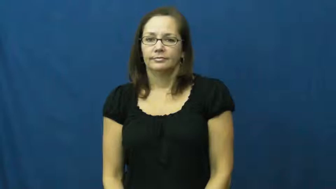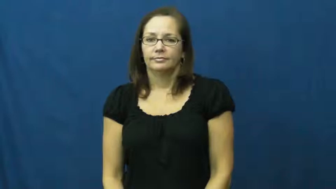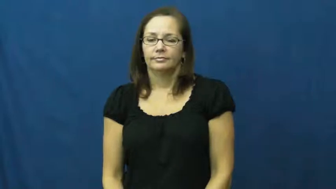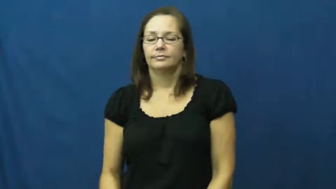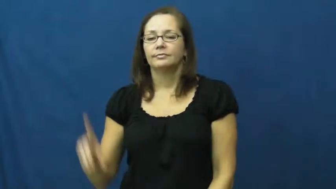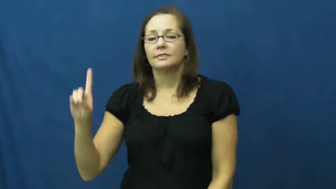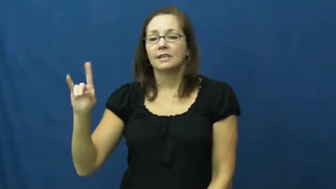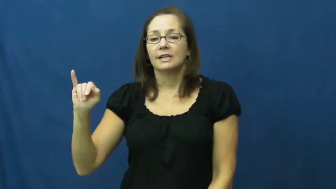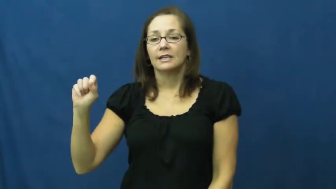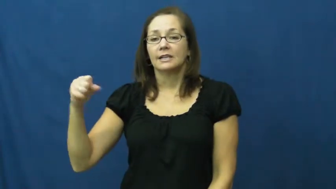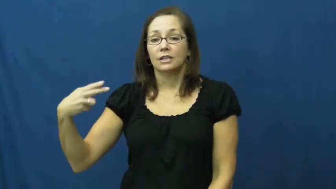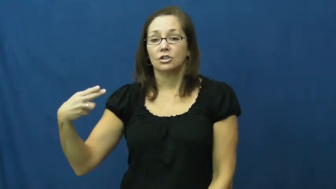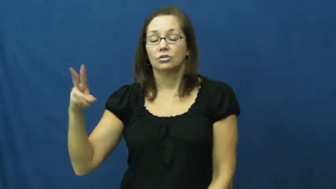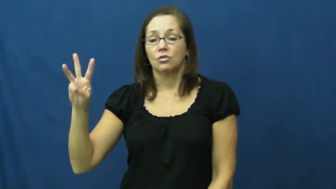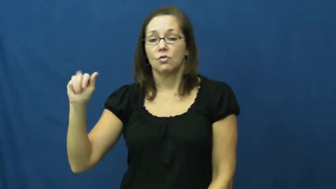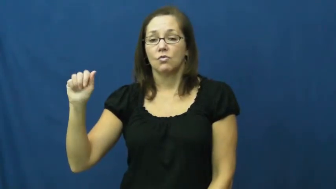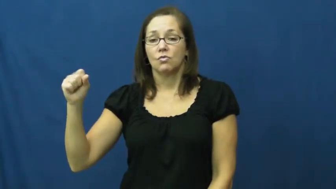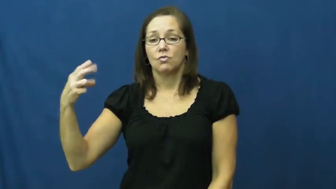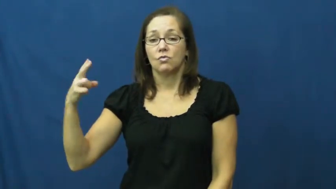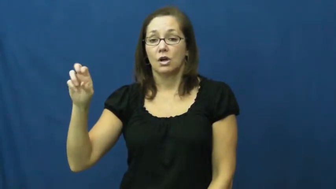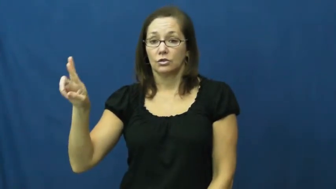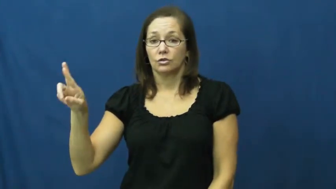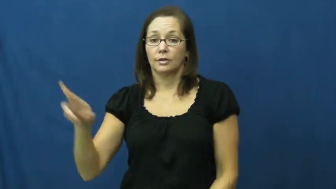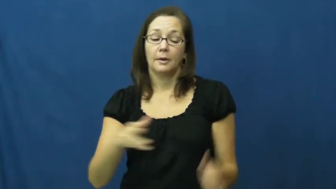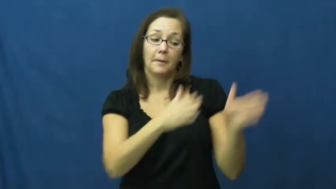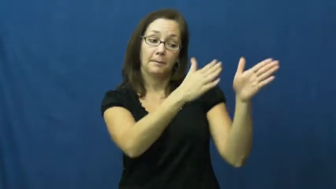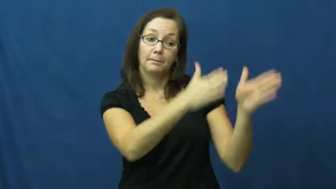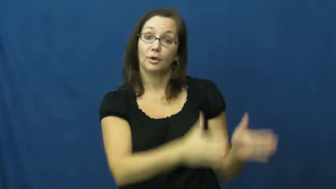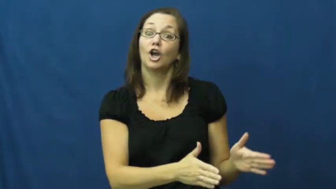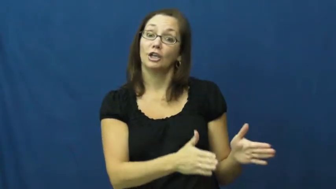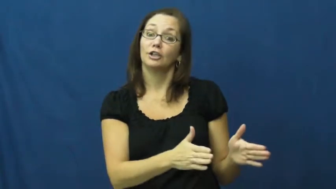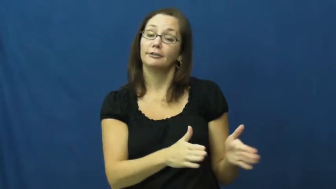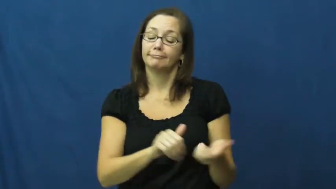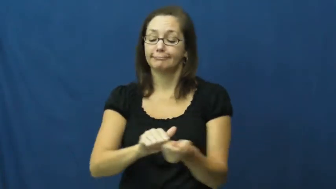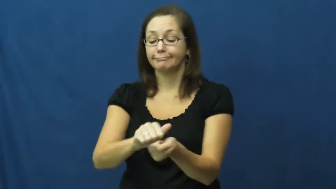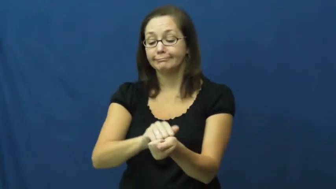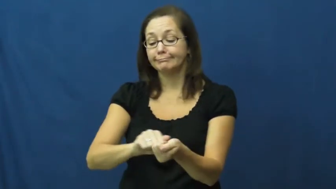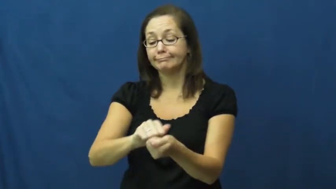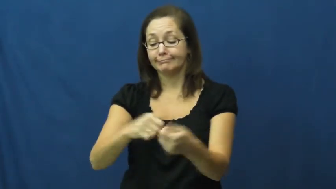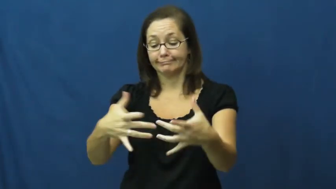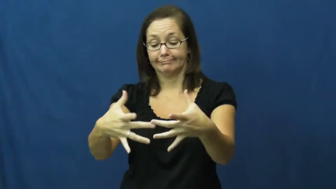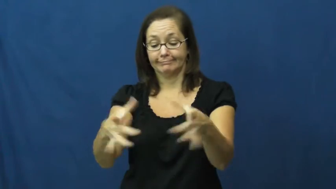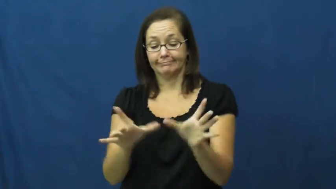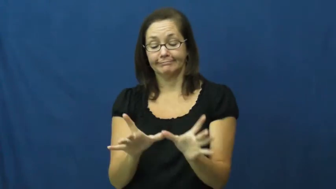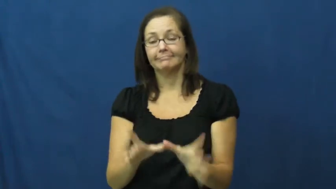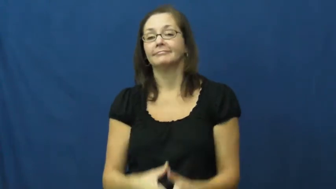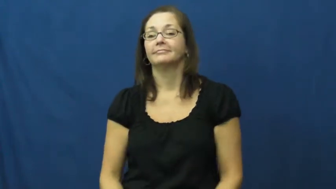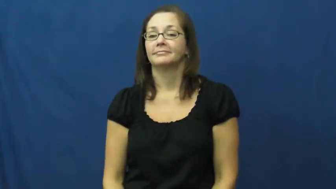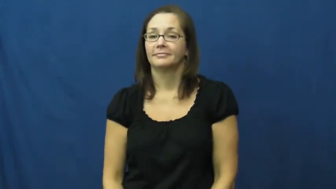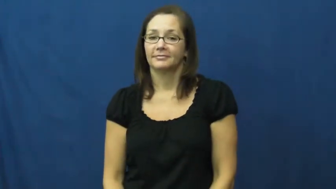dishwasher-person